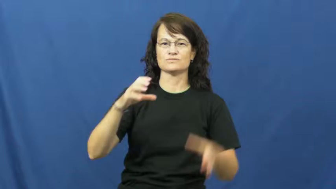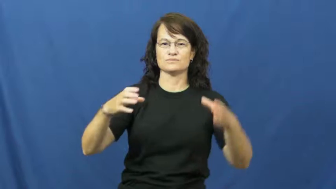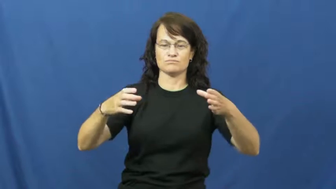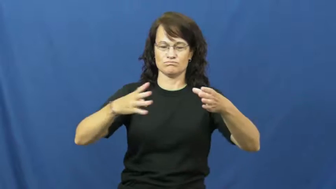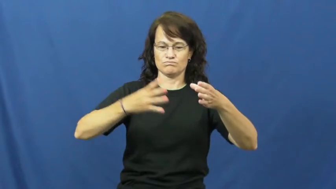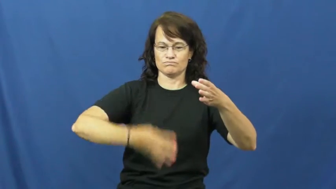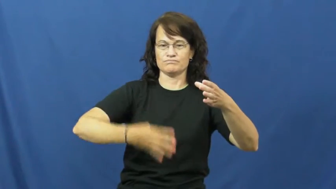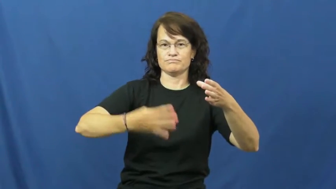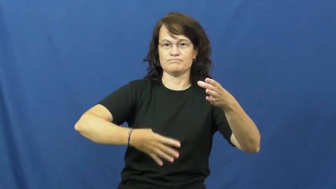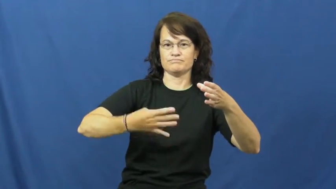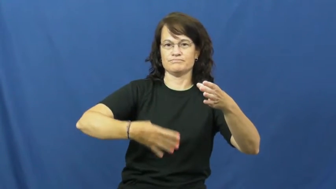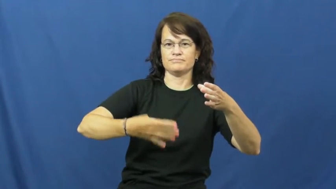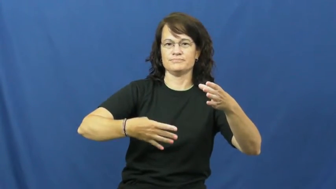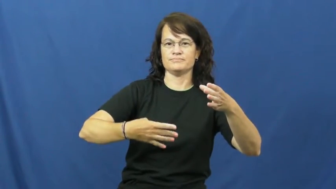strain-water